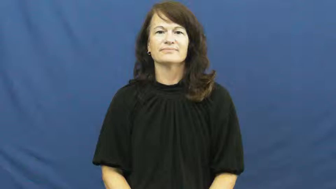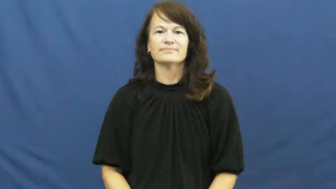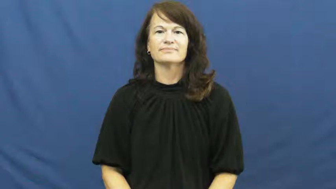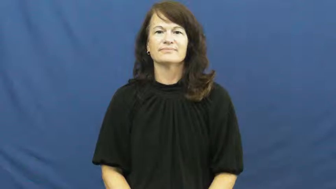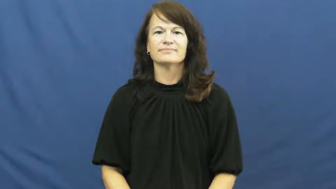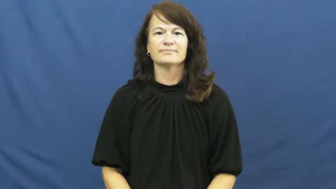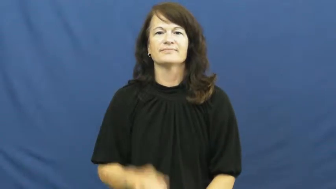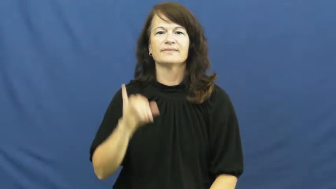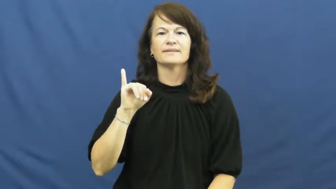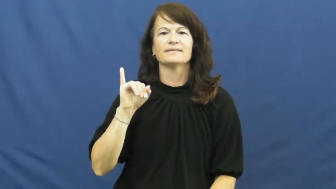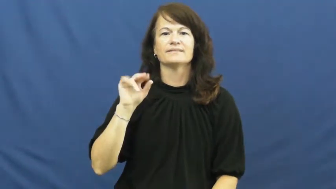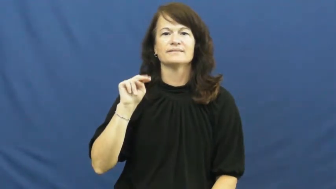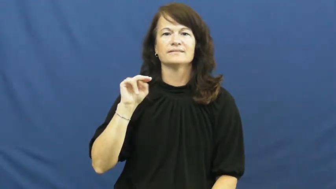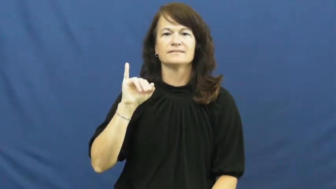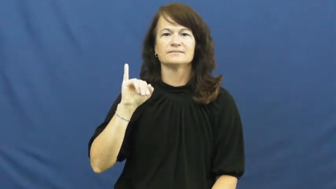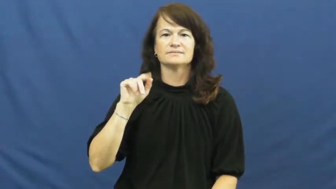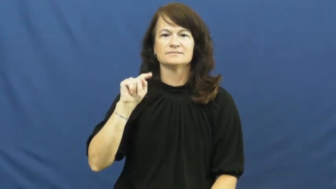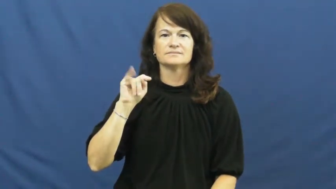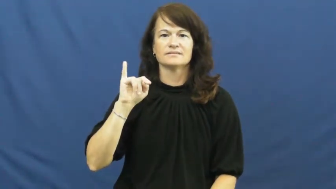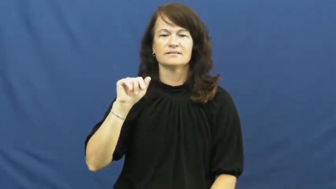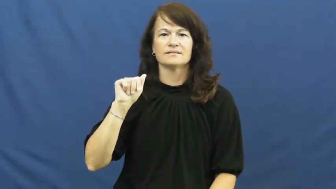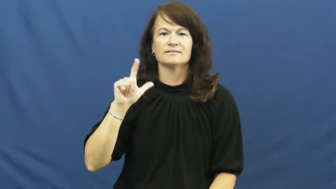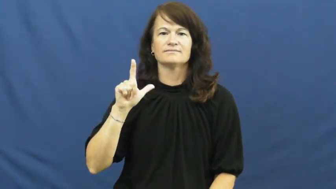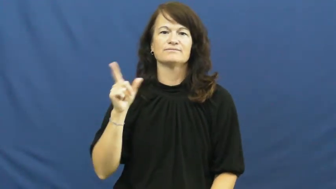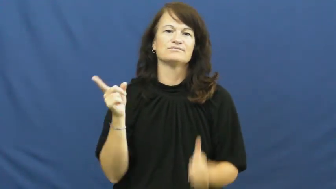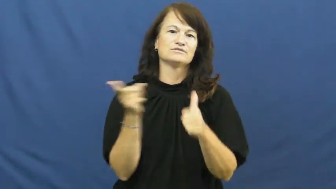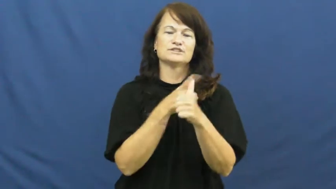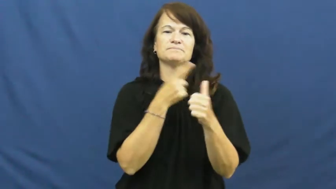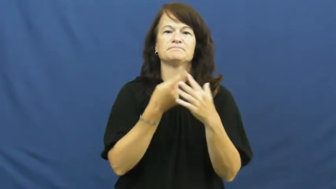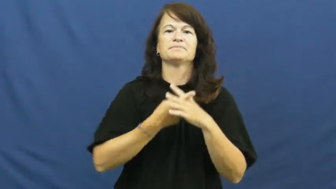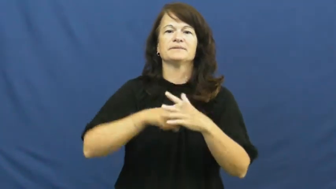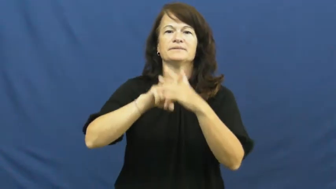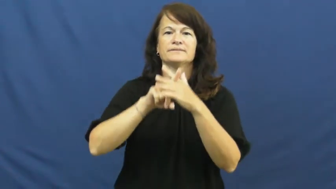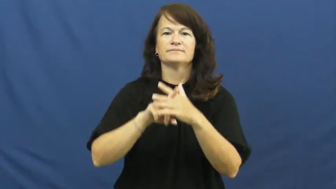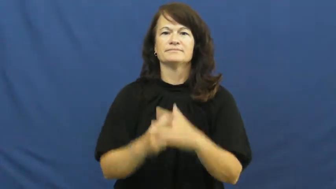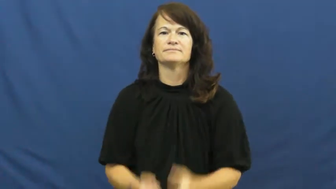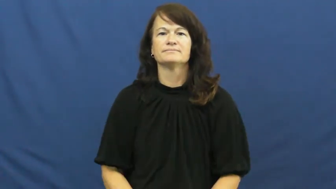initial-first